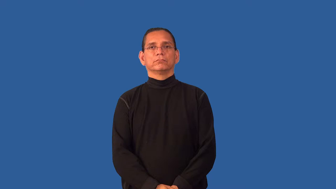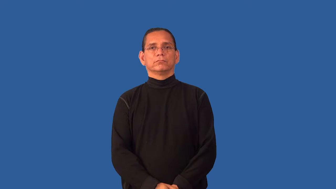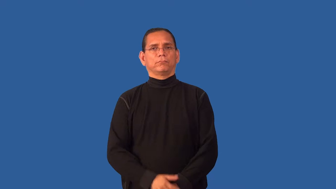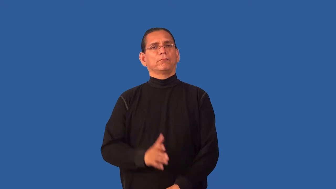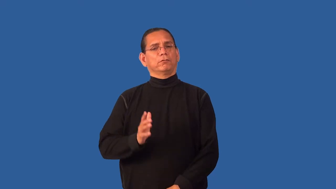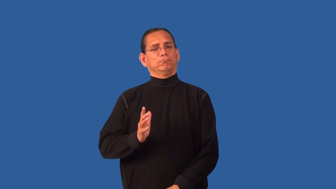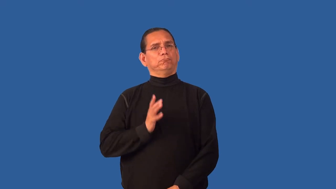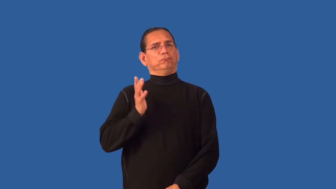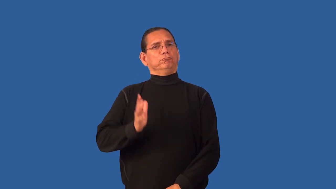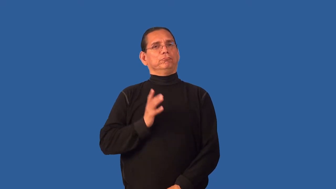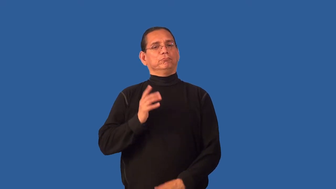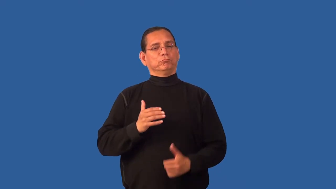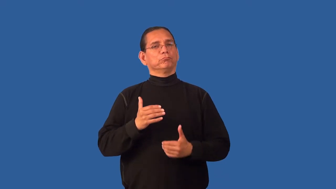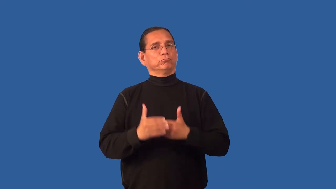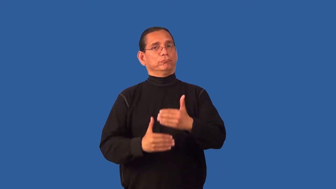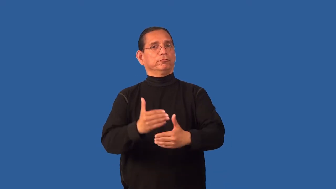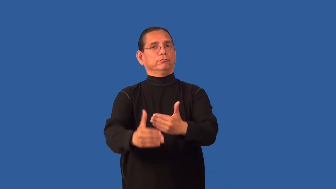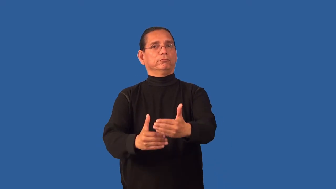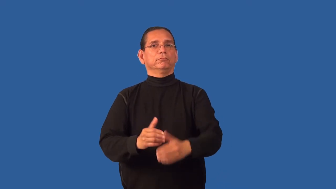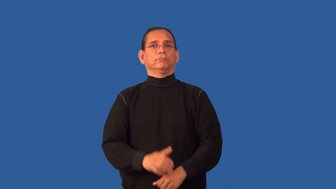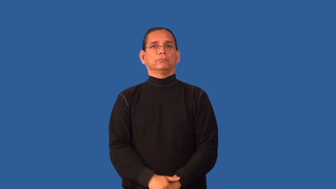formality